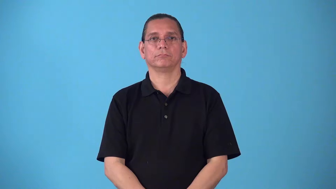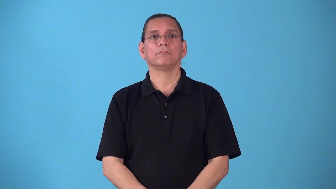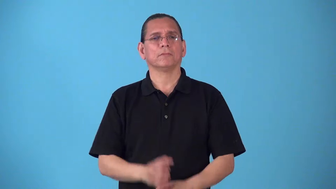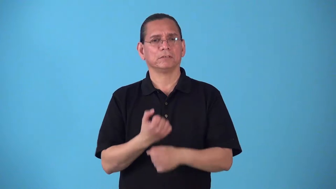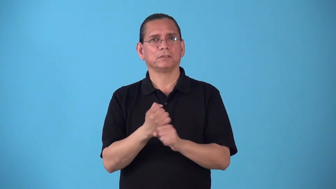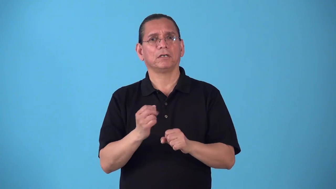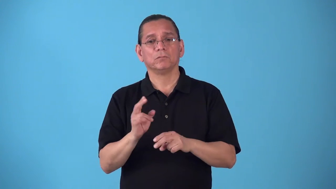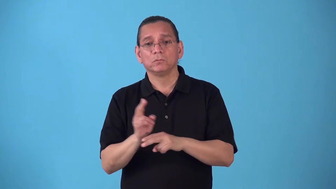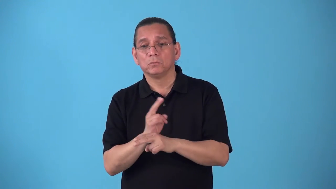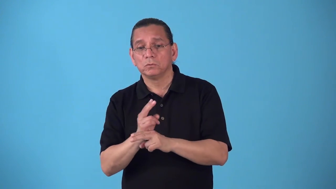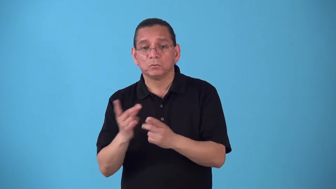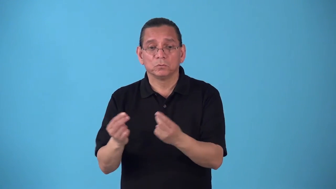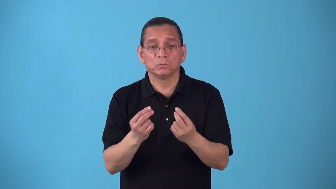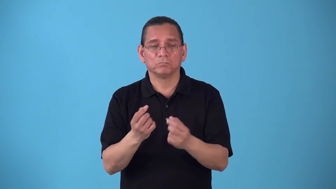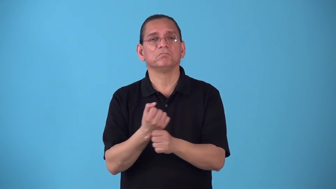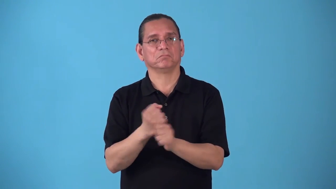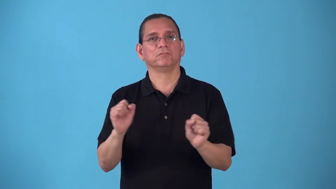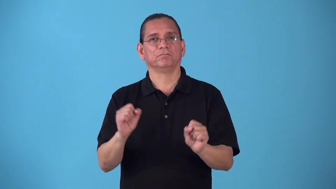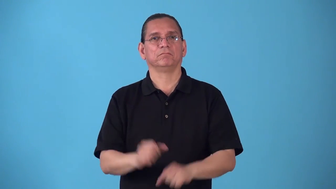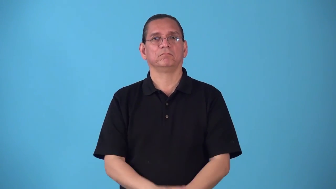safety